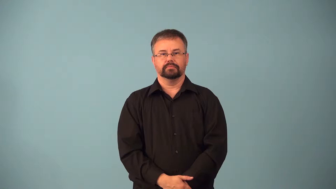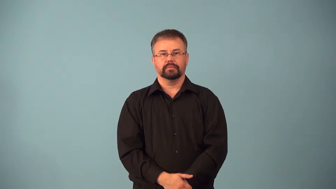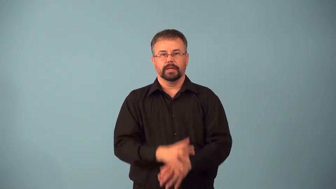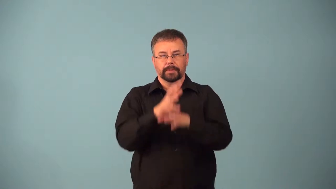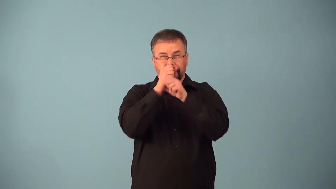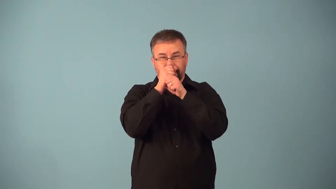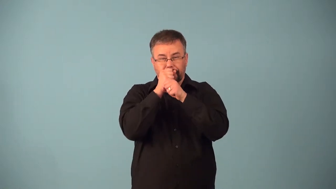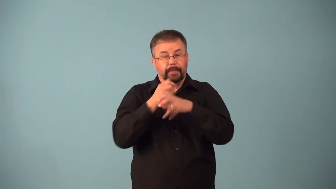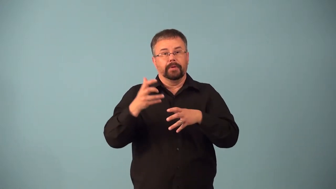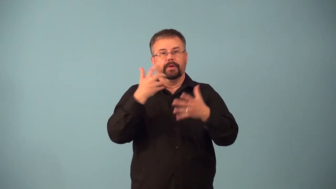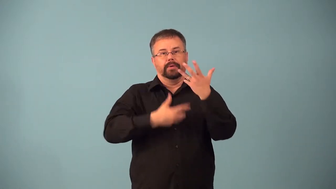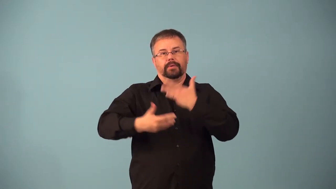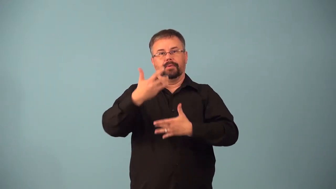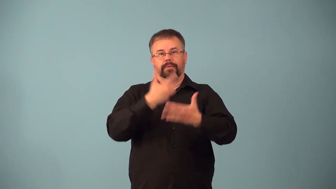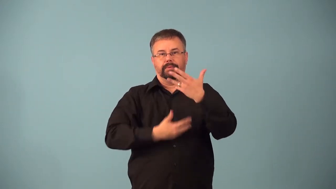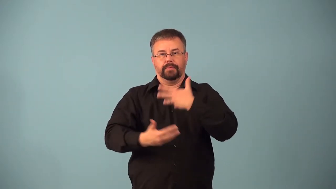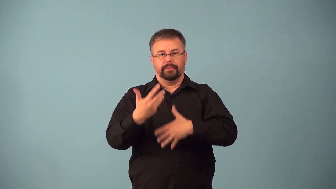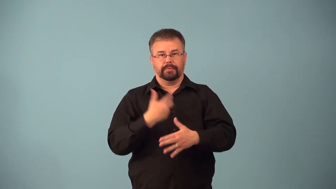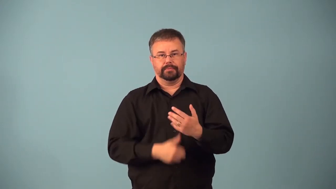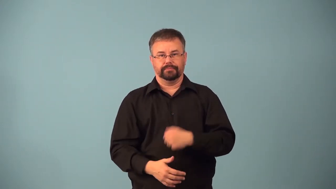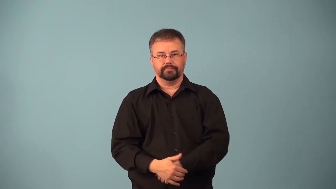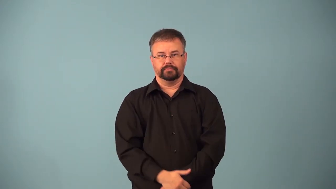aerate